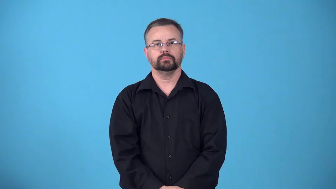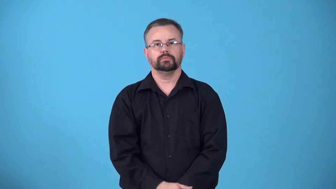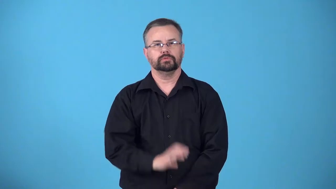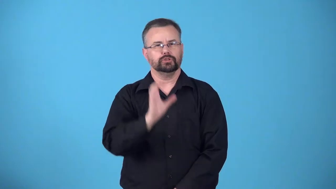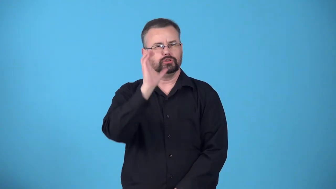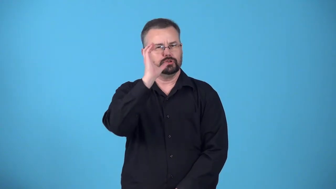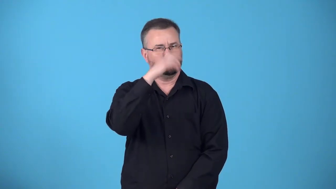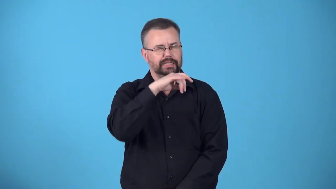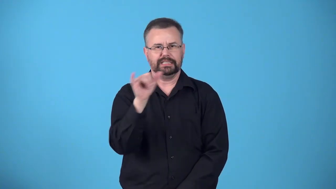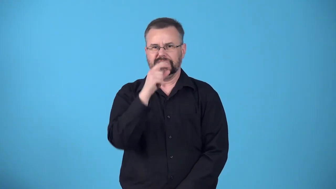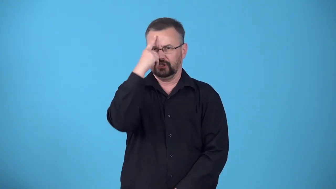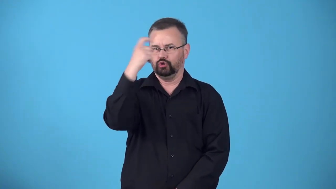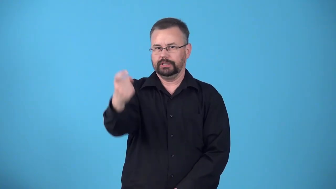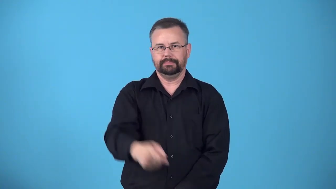dreamlike